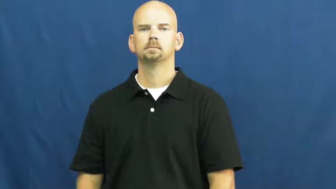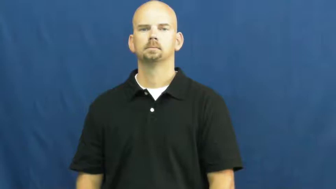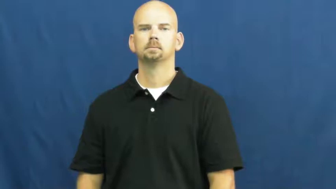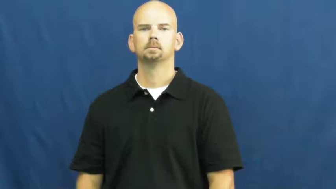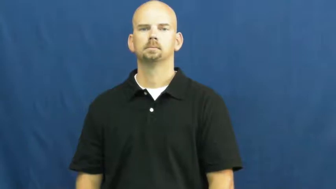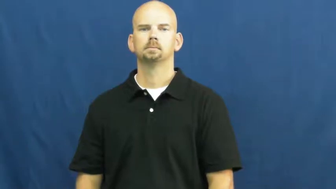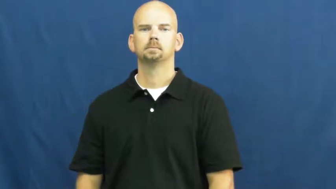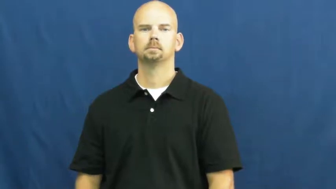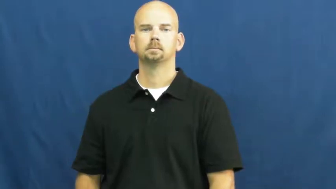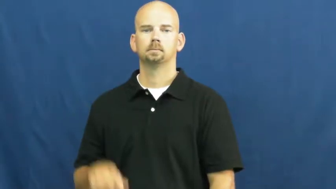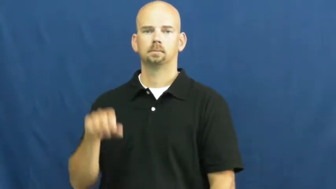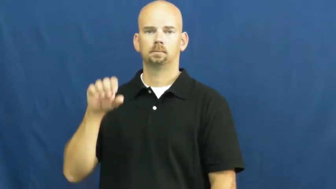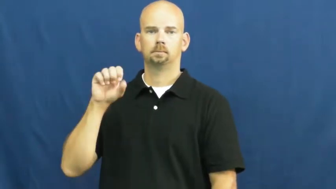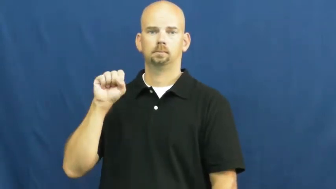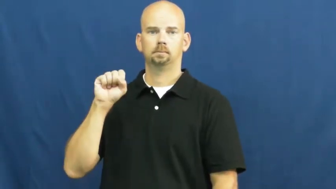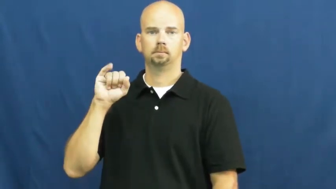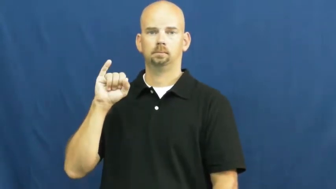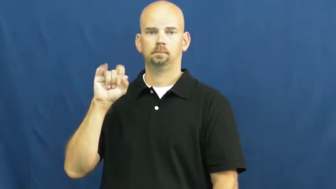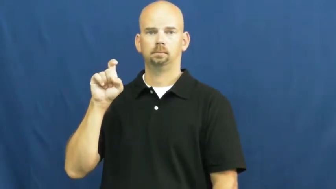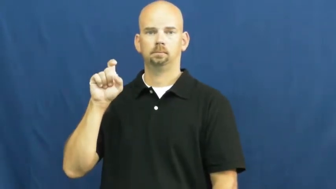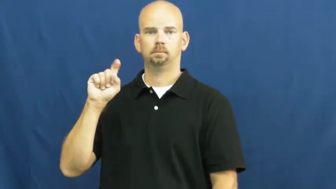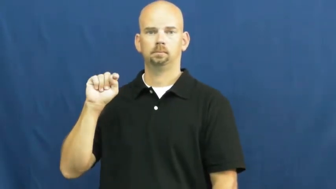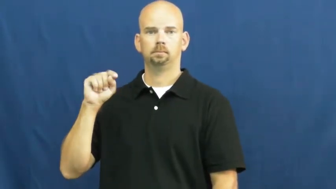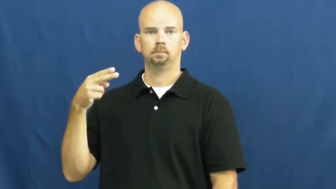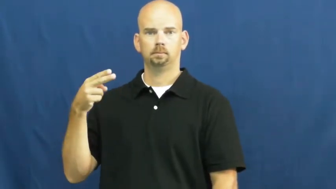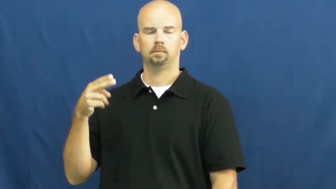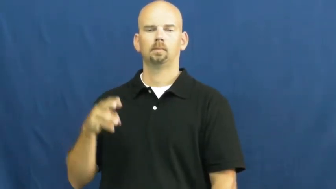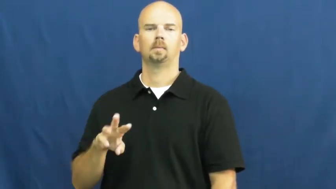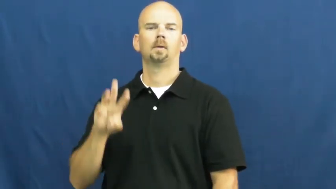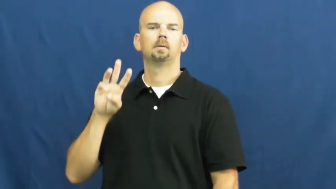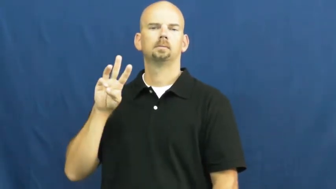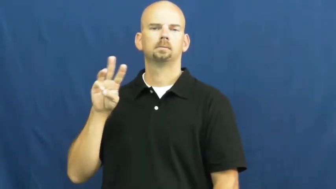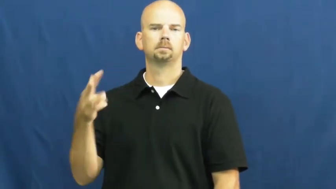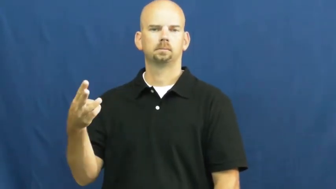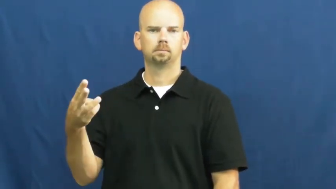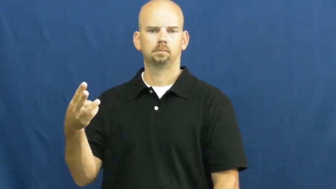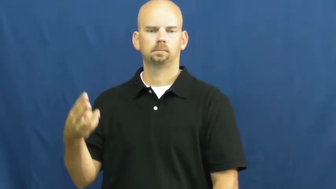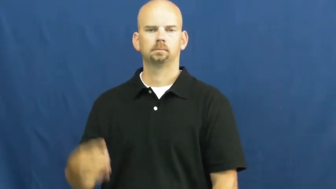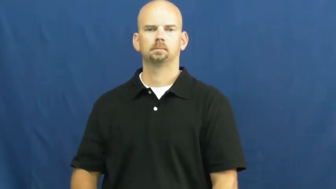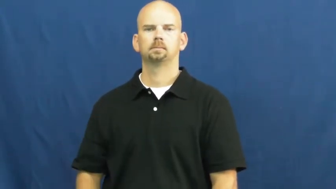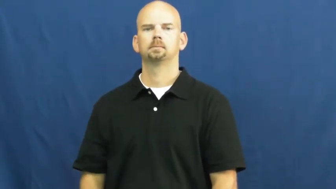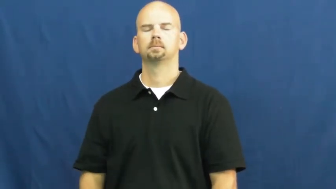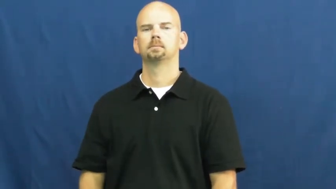sixth